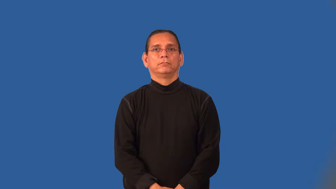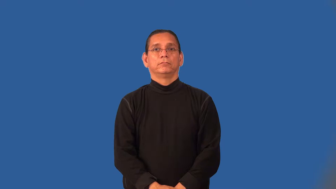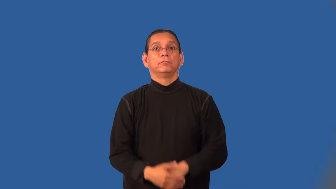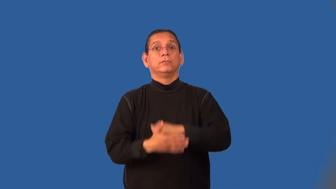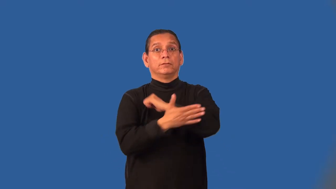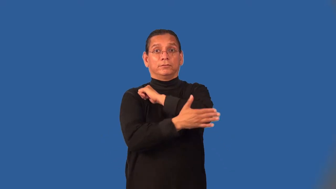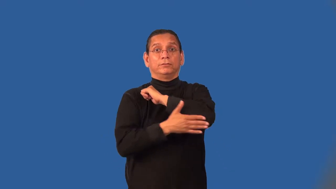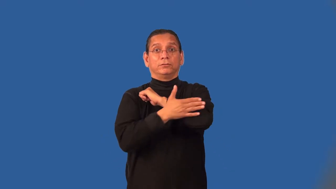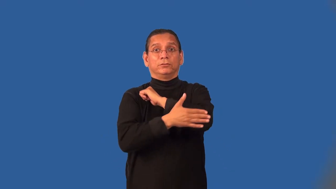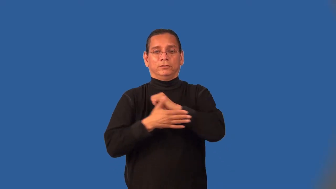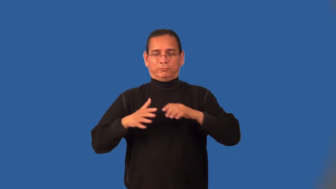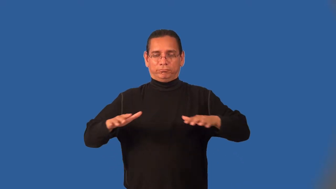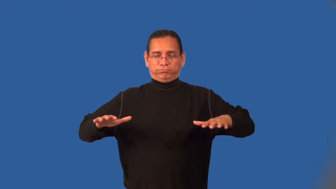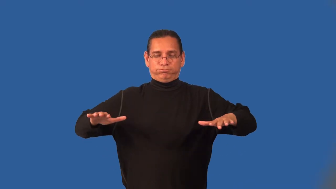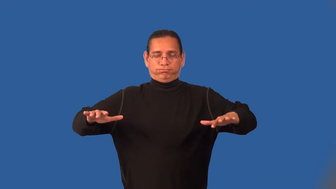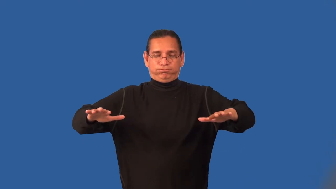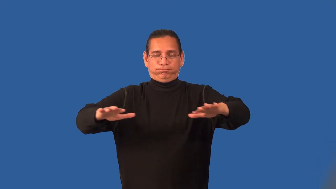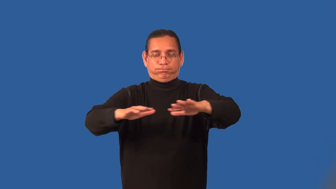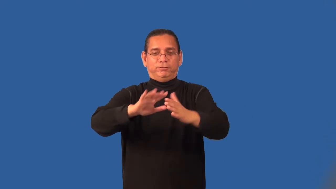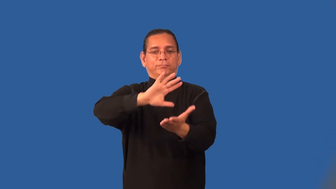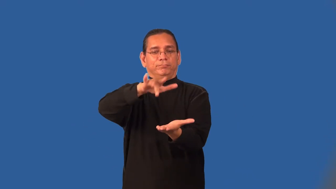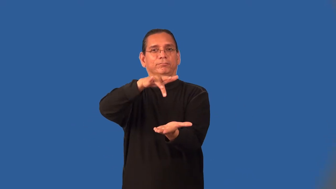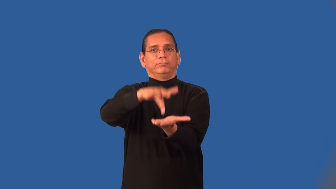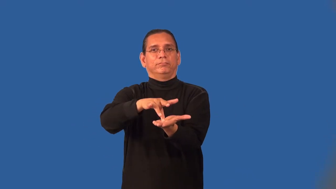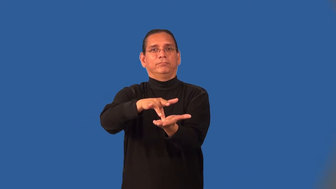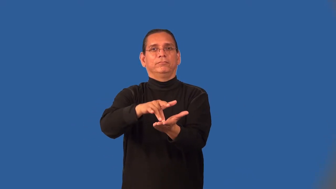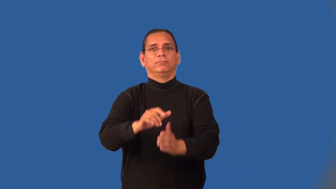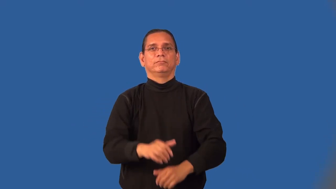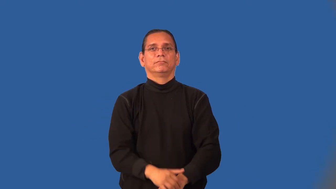midland